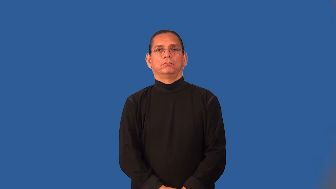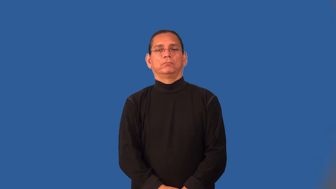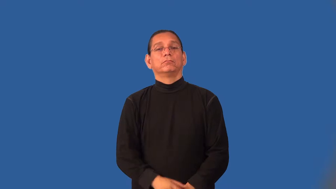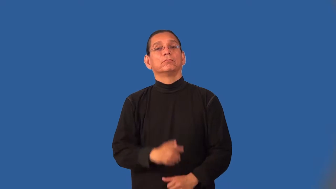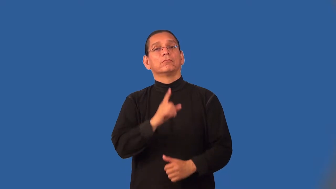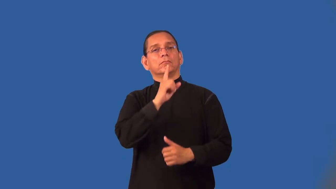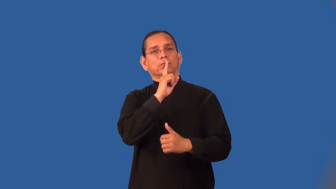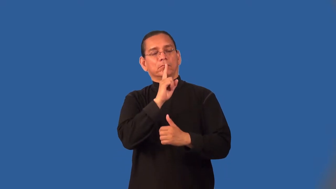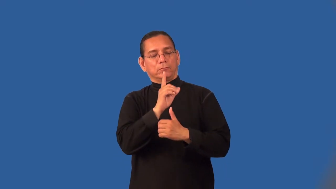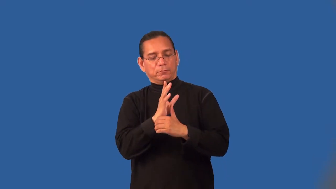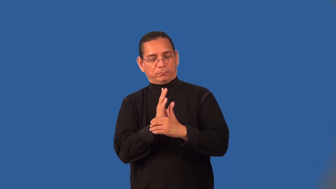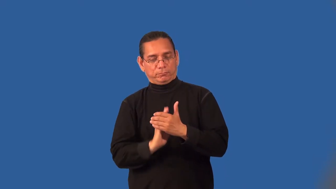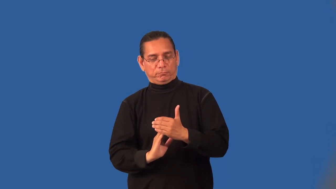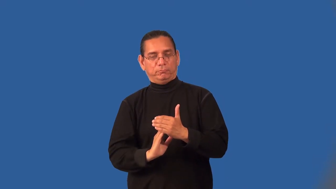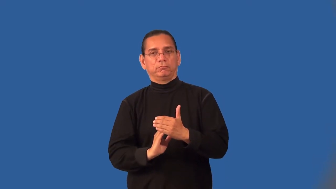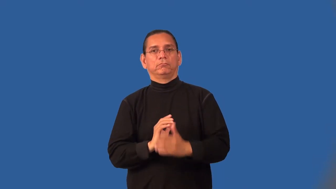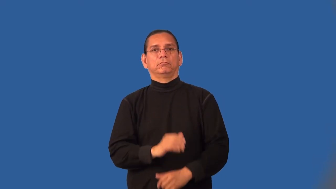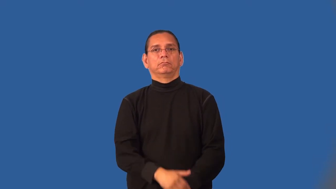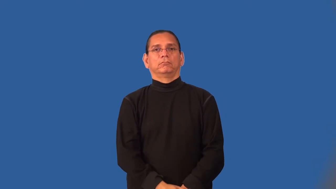modest-not brag